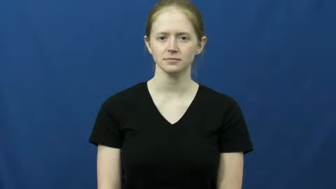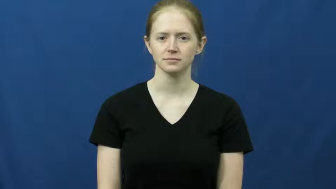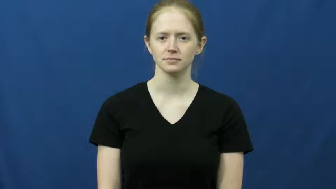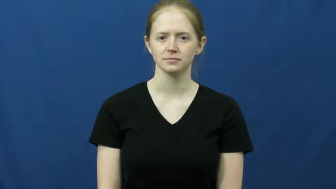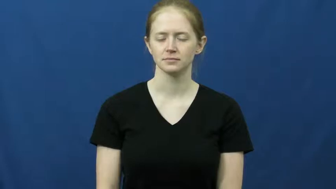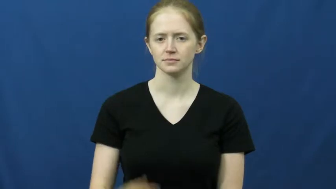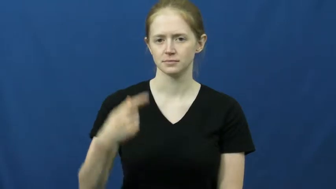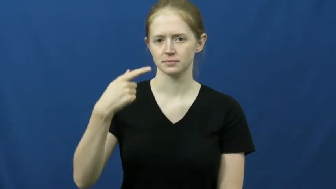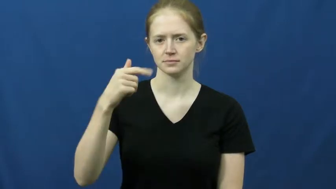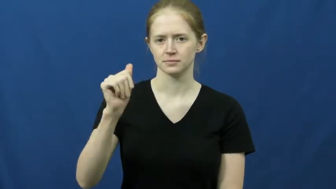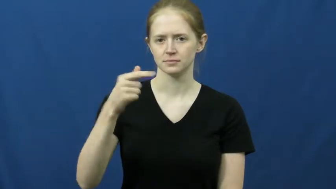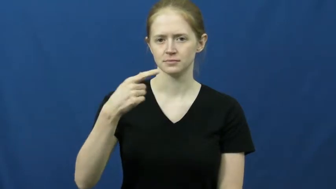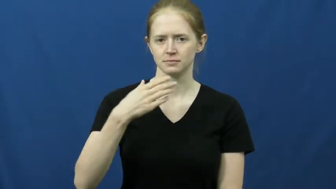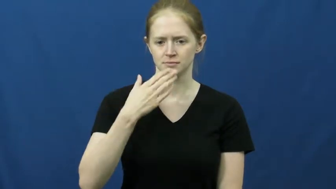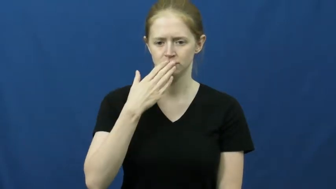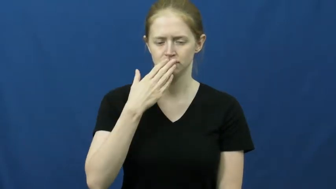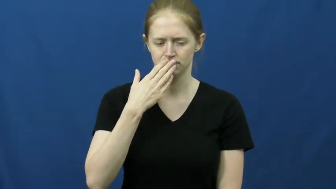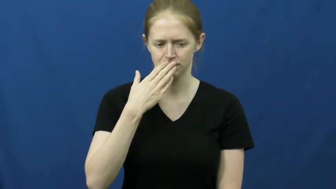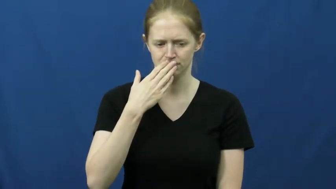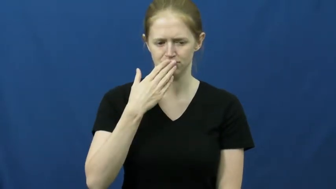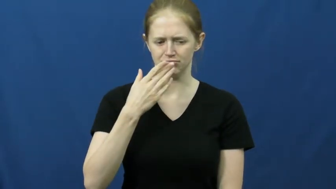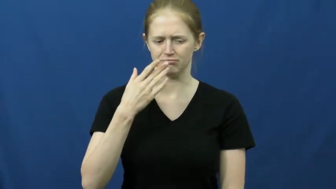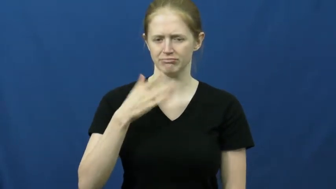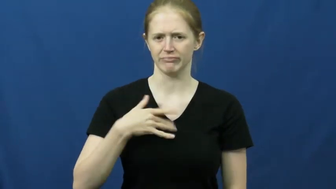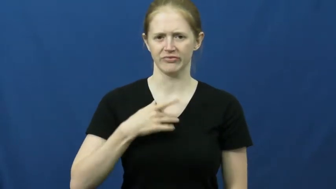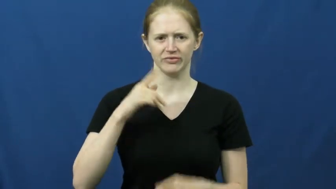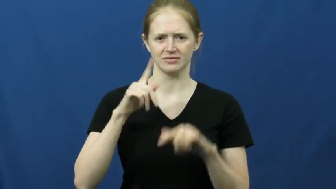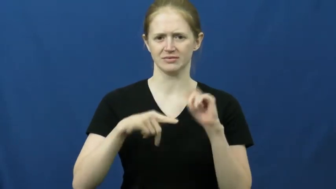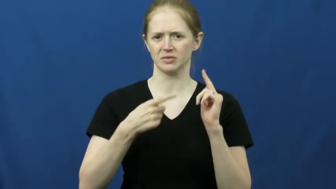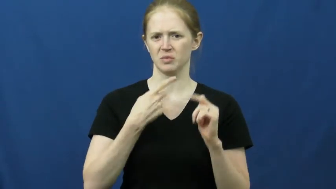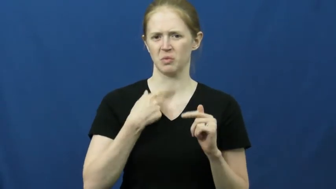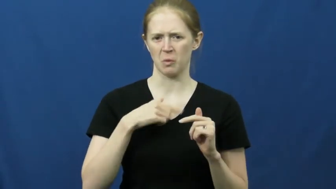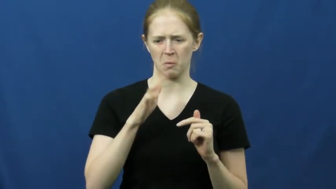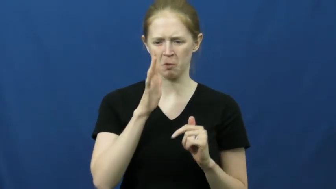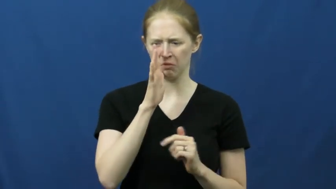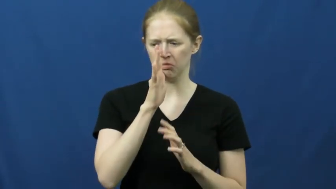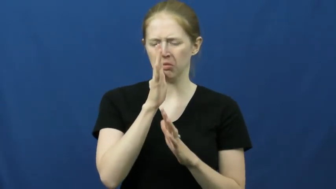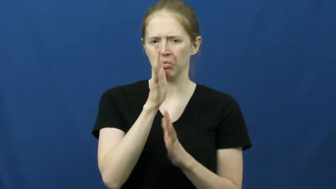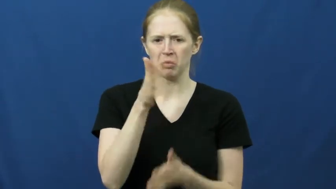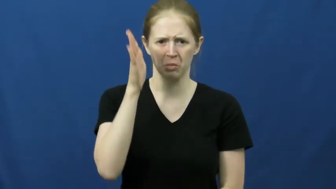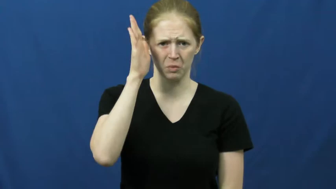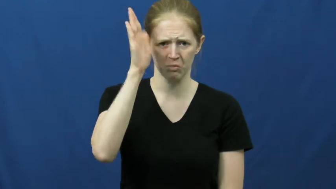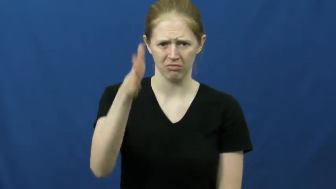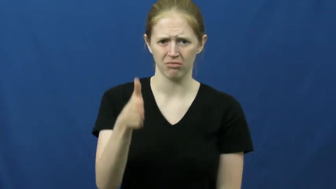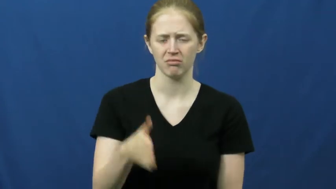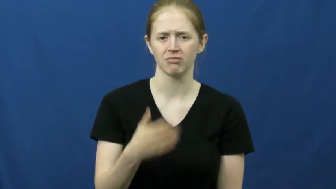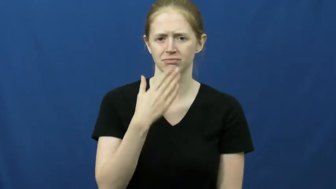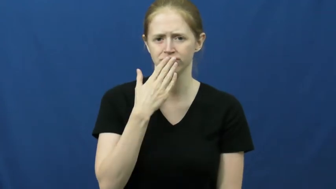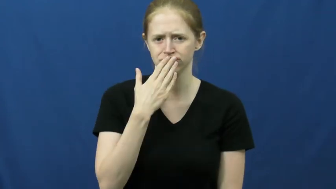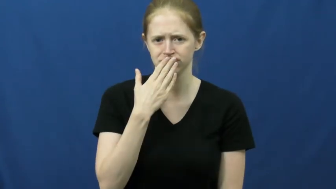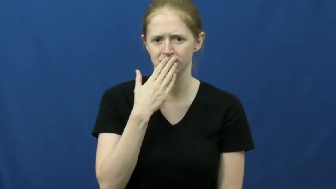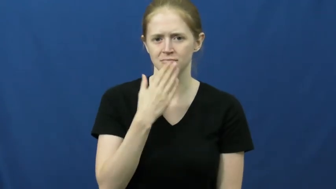gag-throat